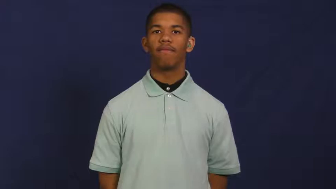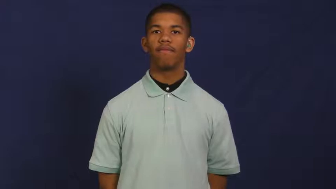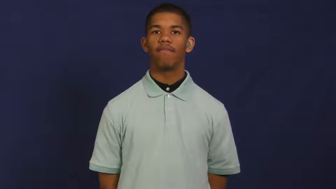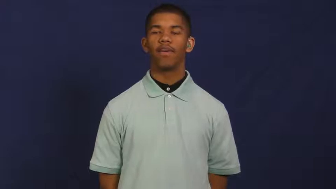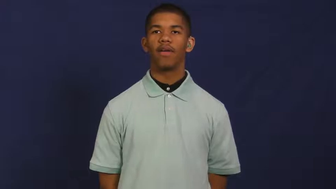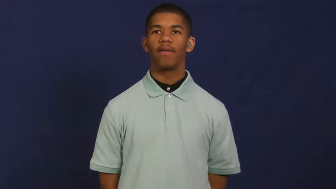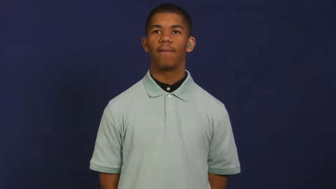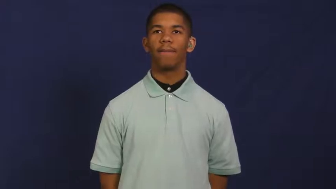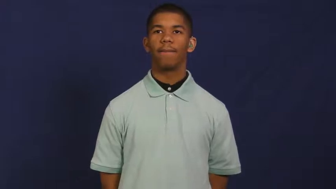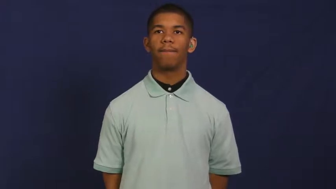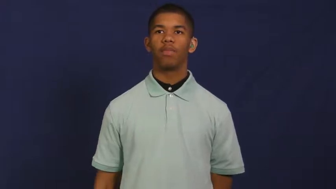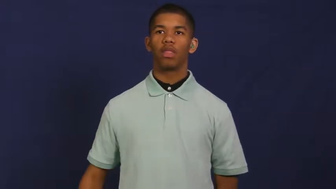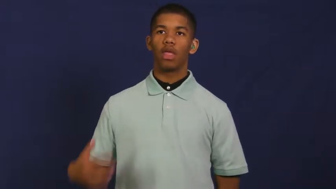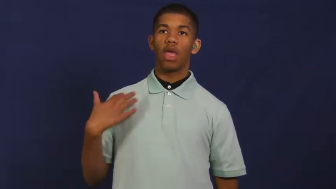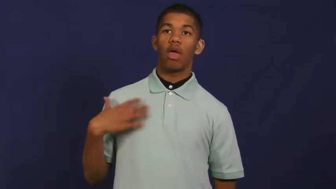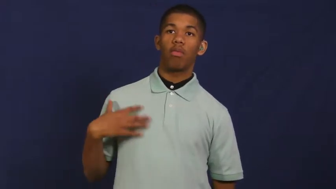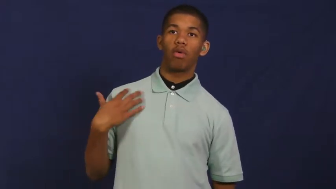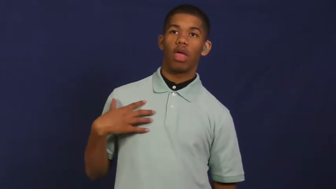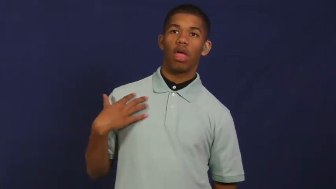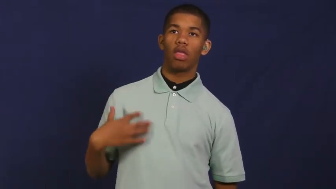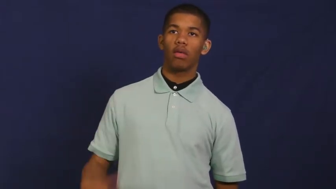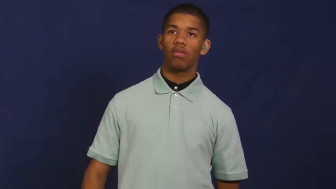material-fabric